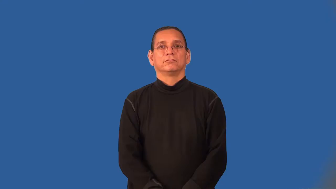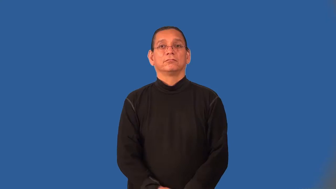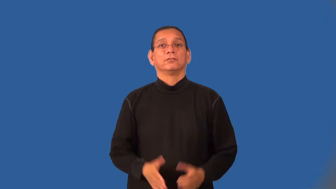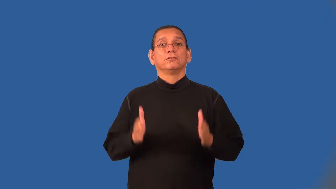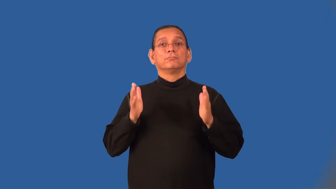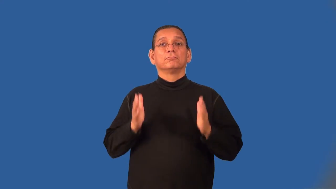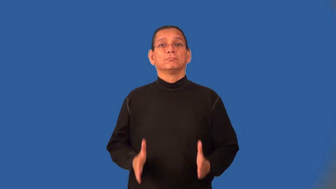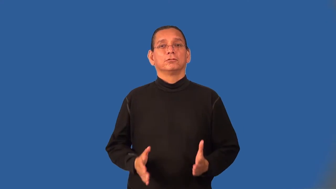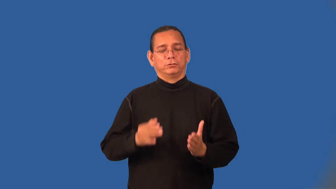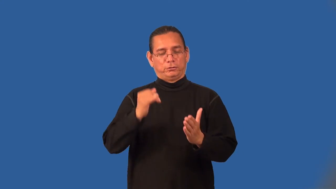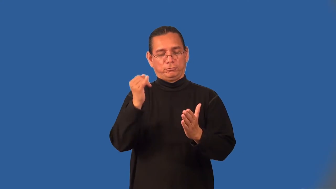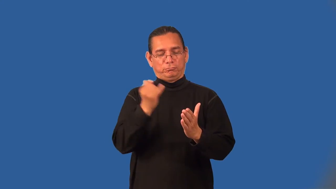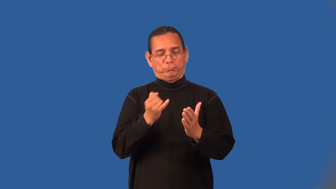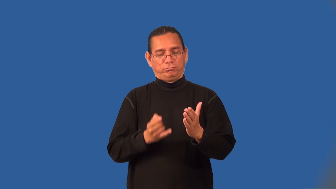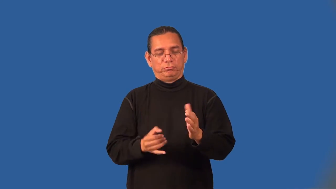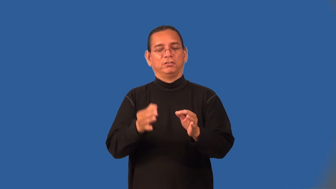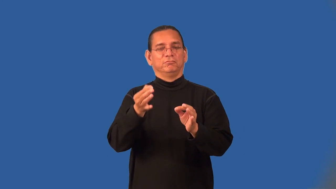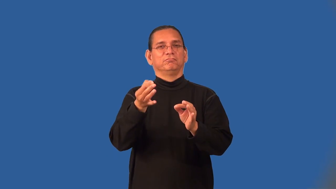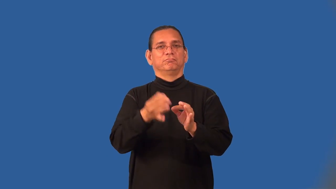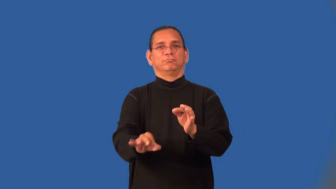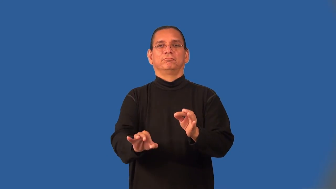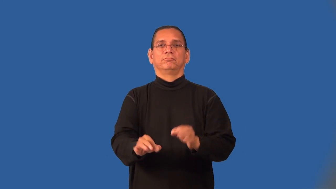minimalist